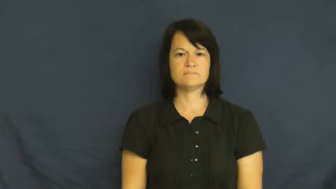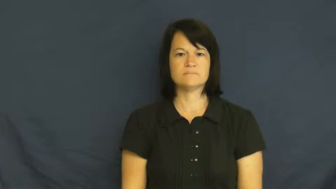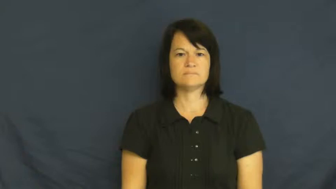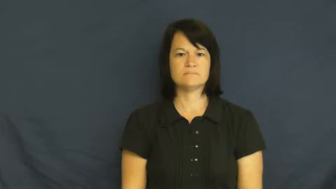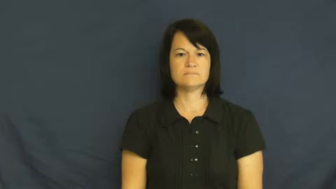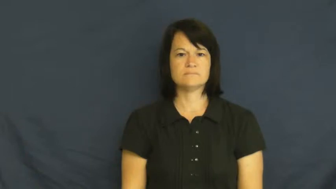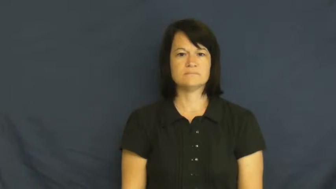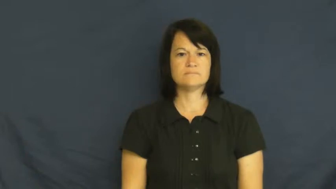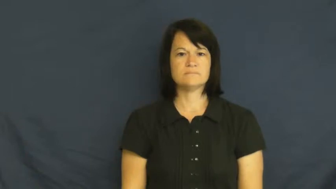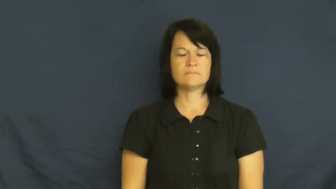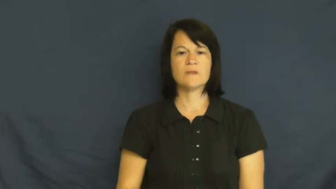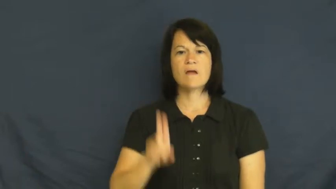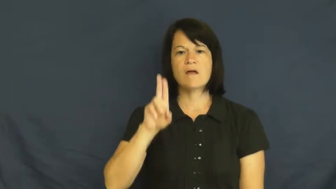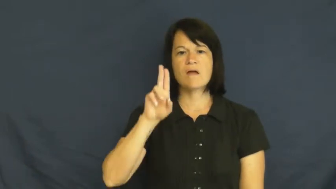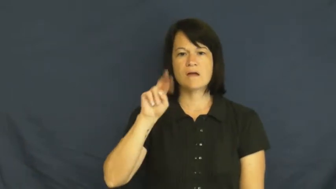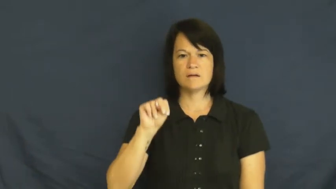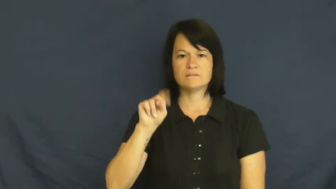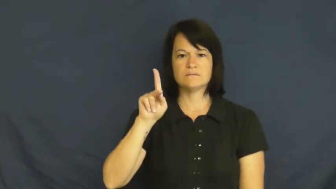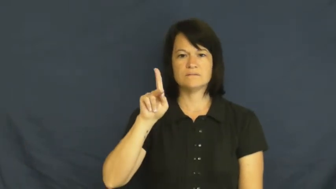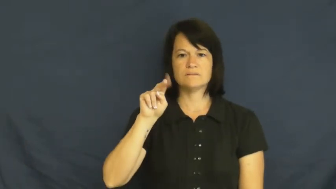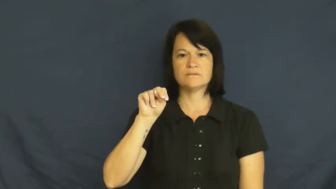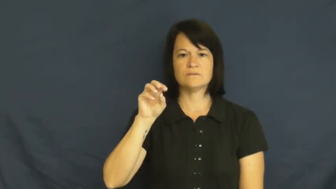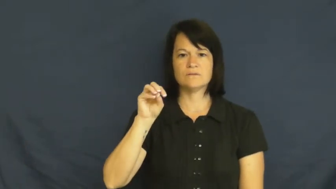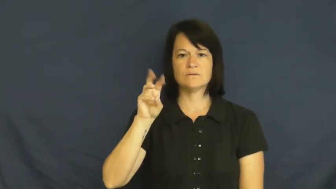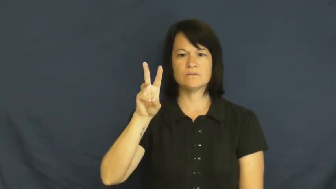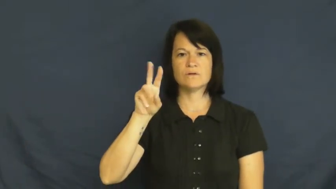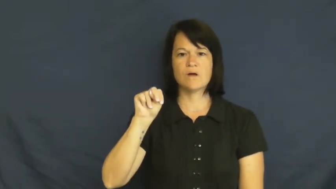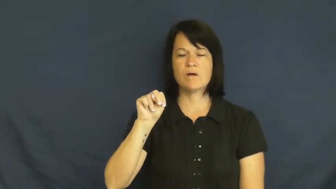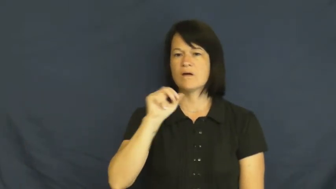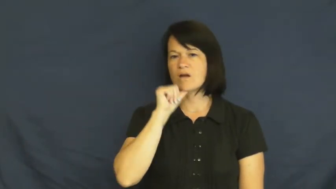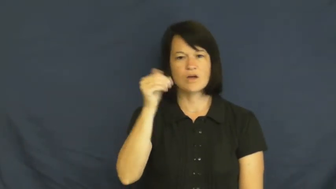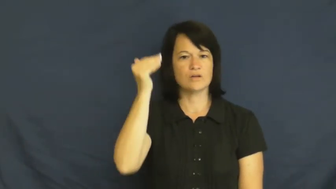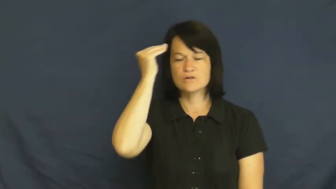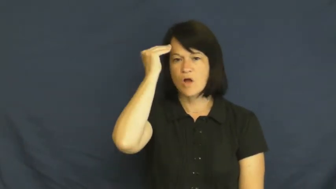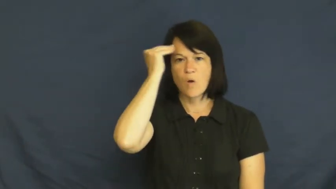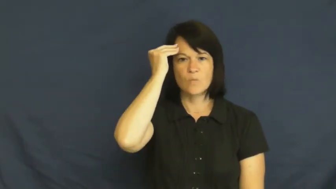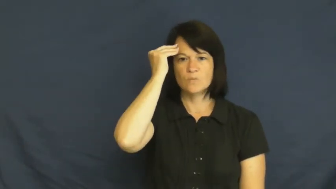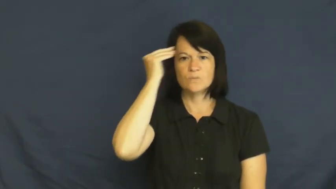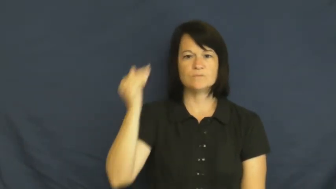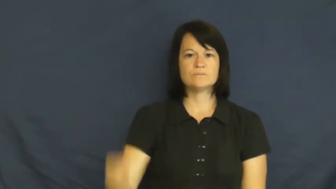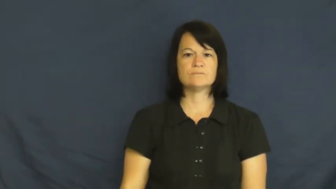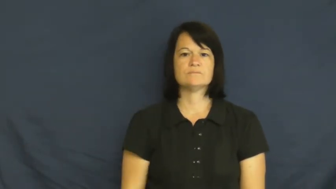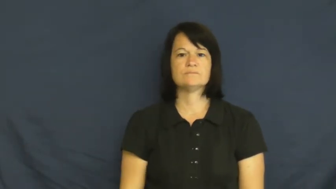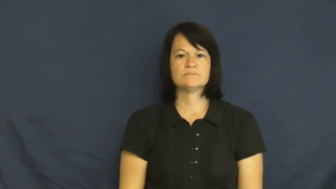unknown